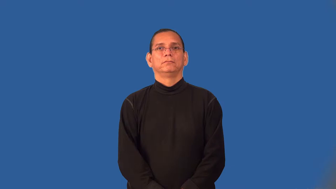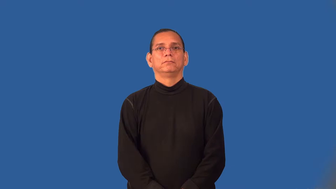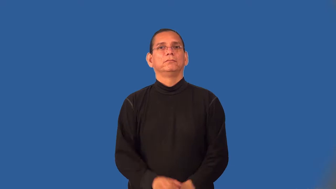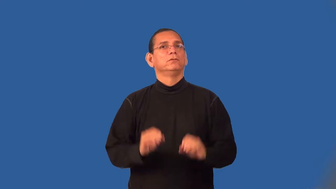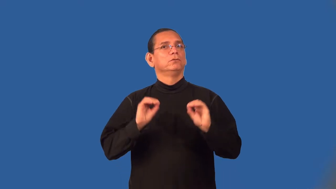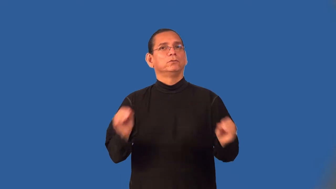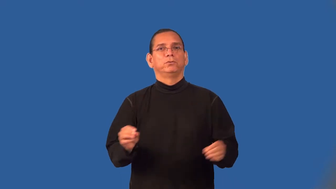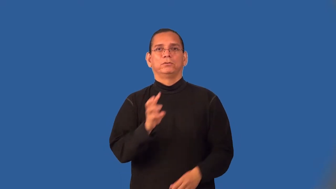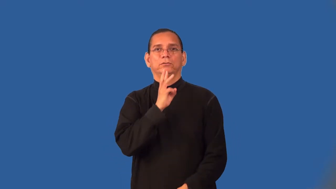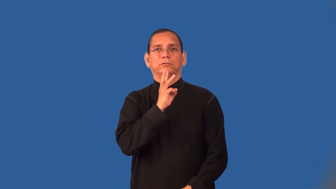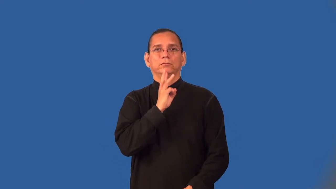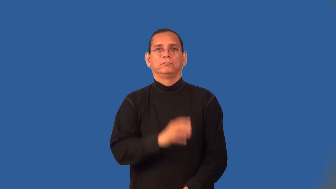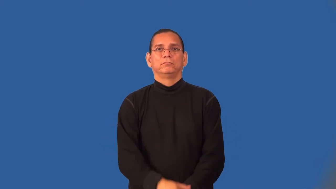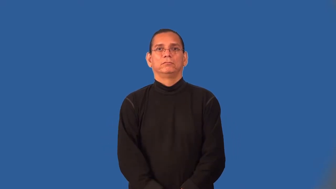waterless